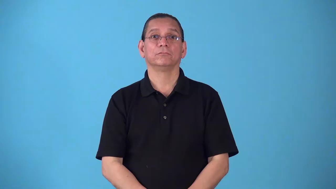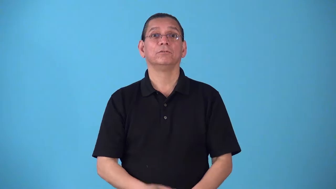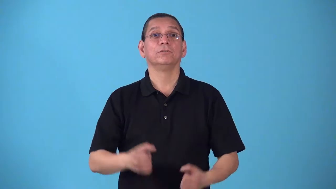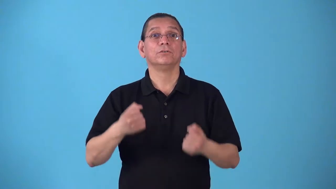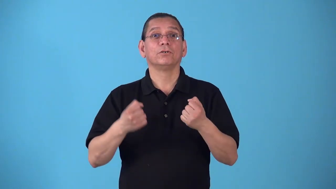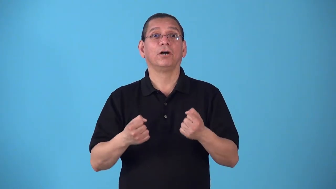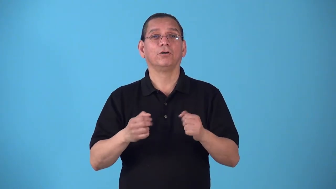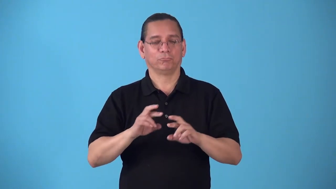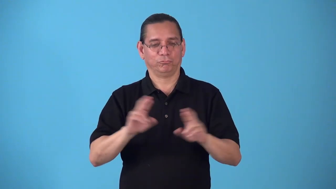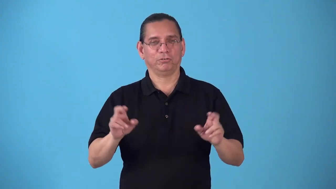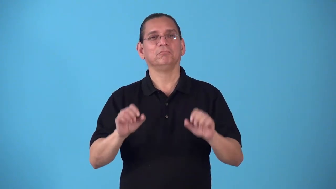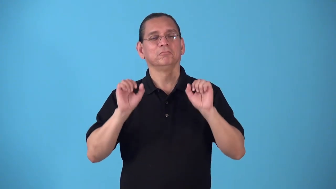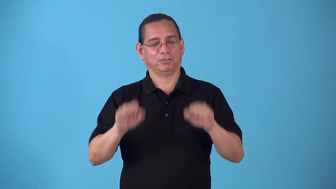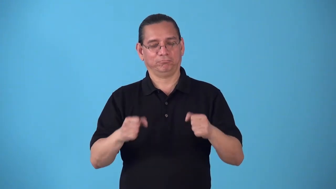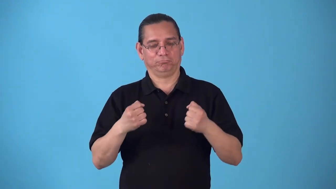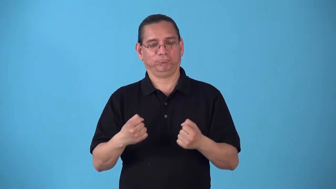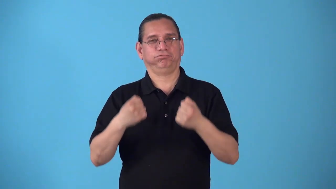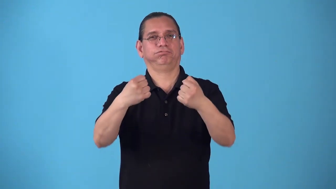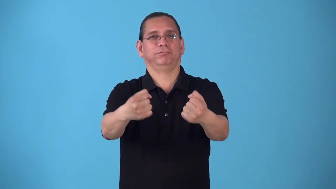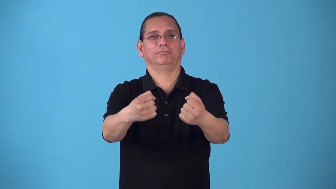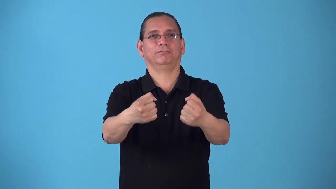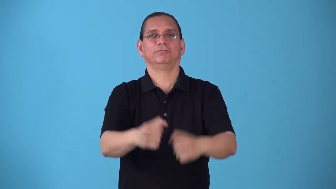roadworthy